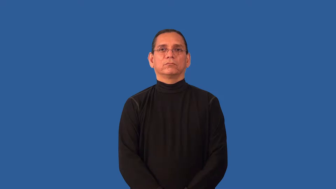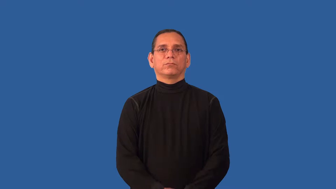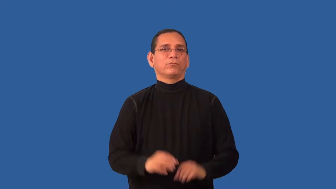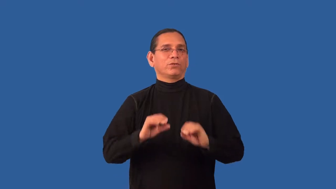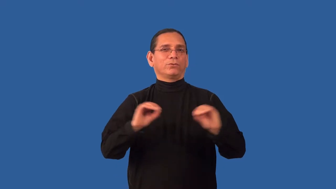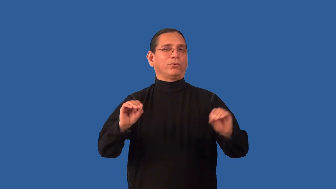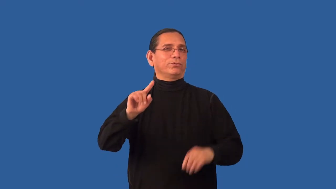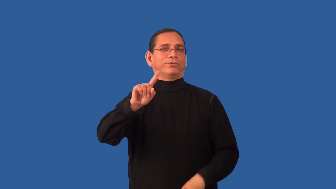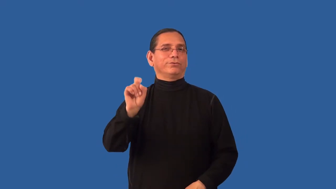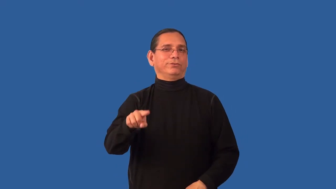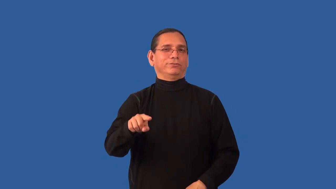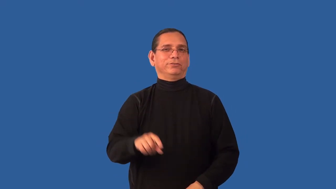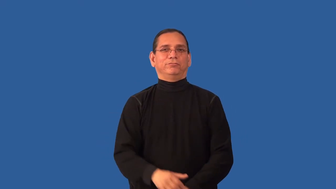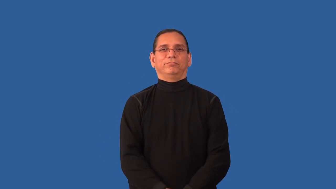incontrovertible